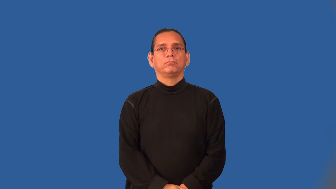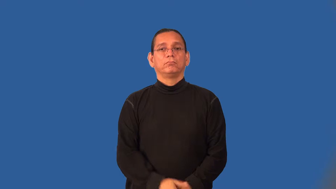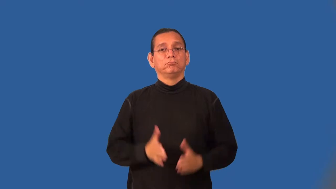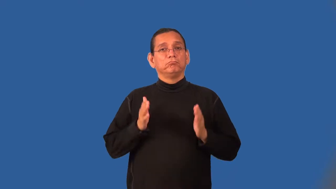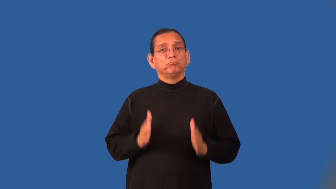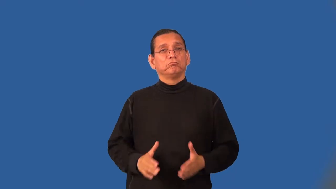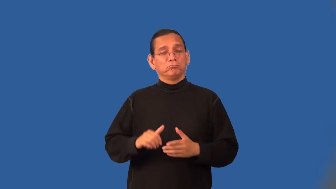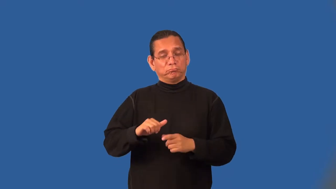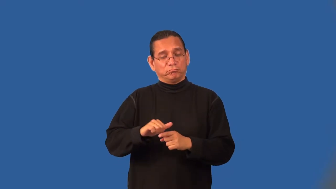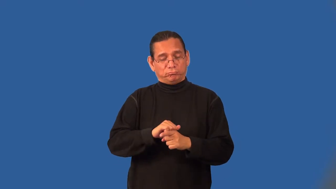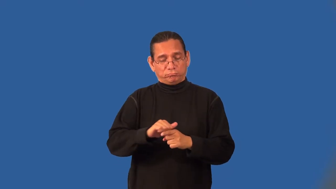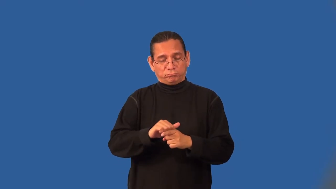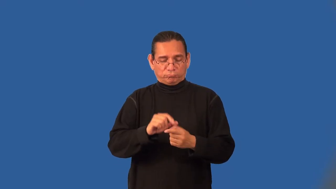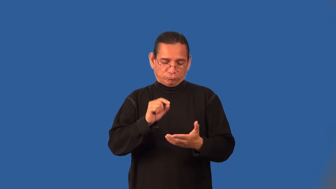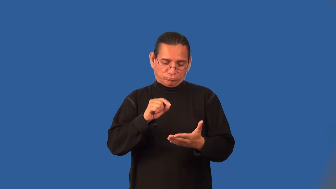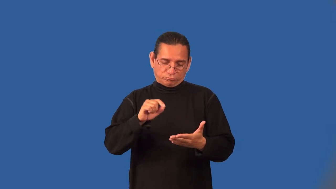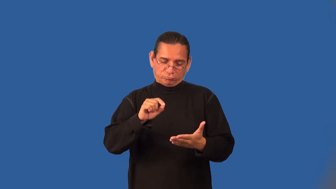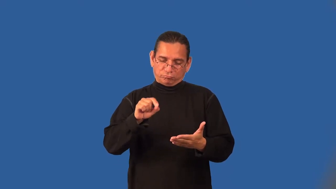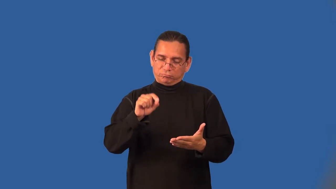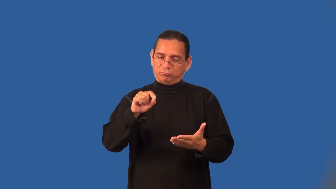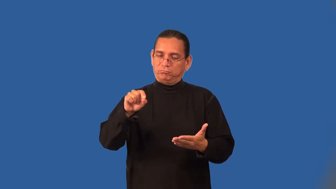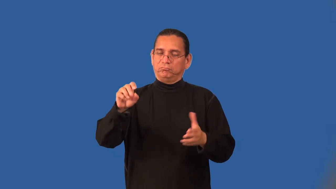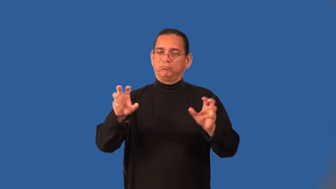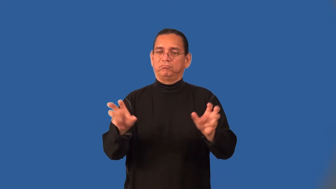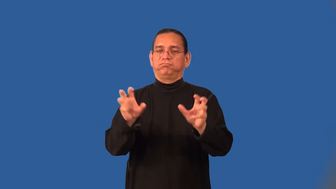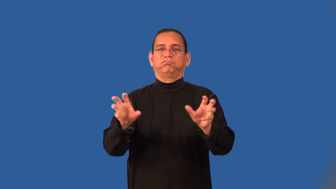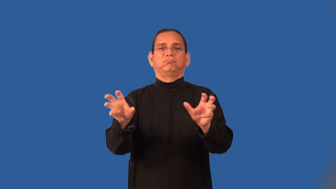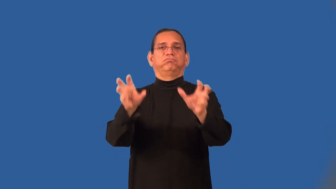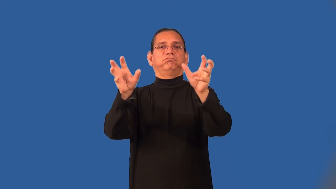calligrapher,calligraphist